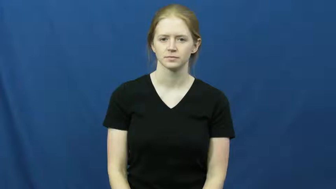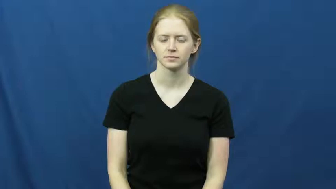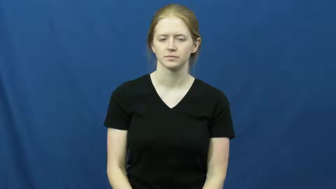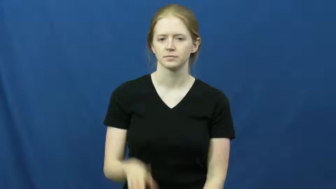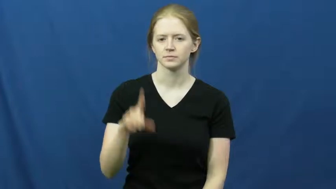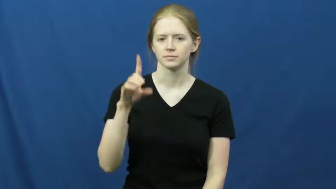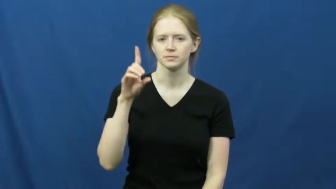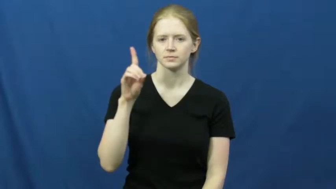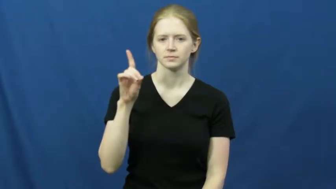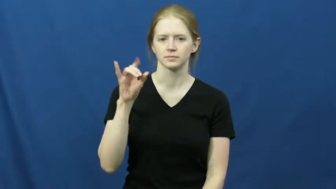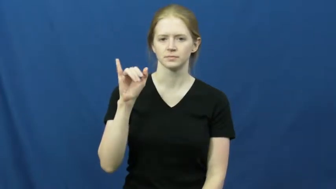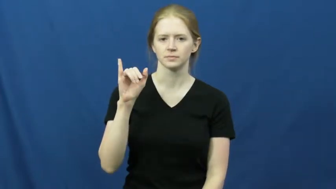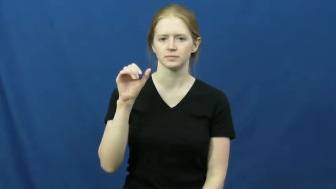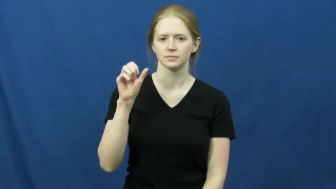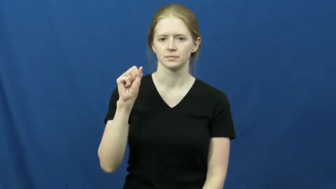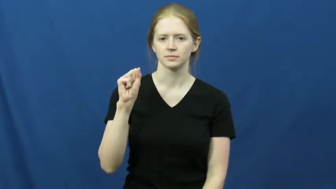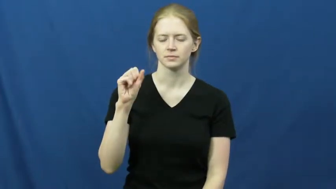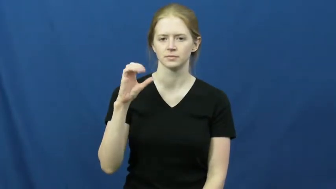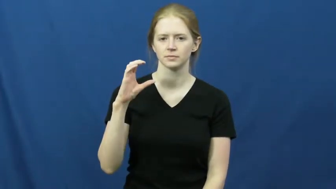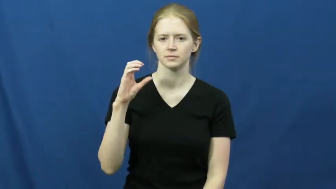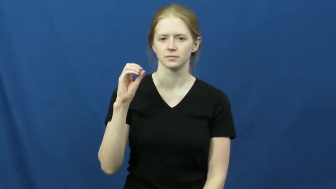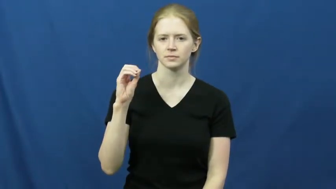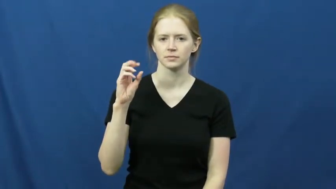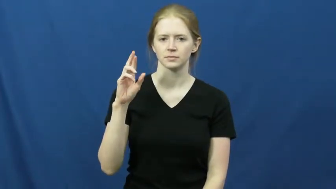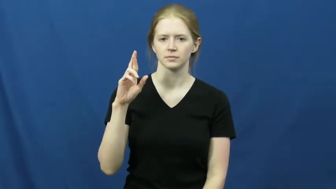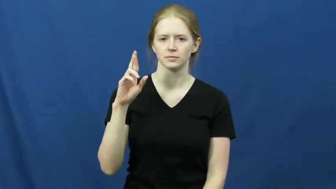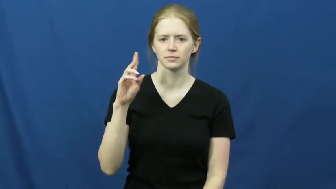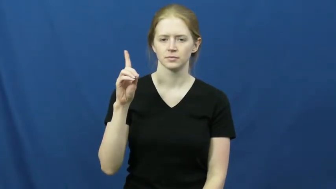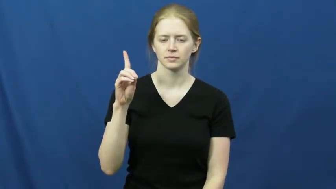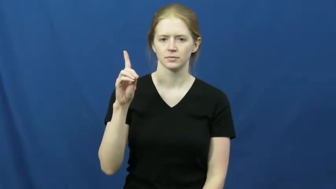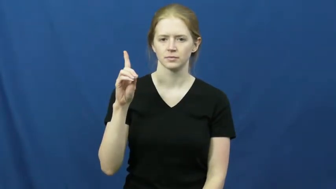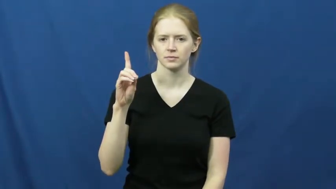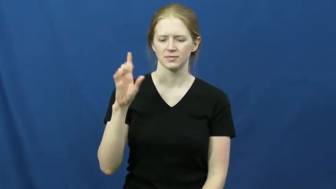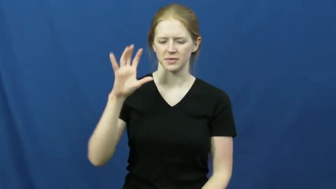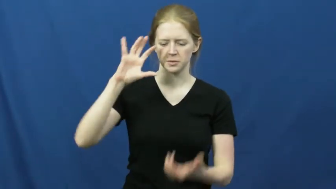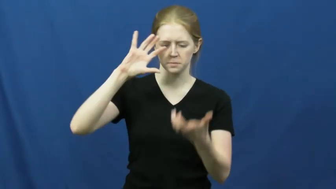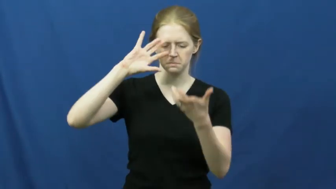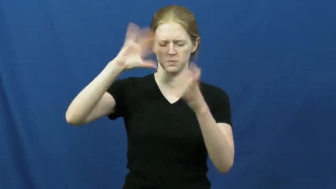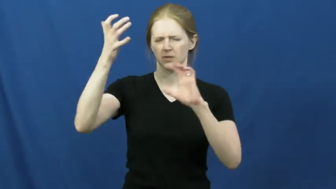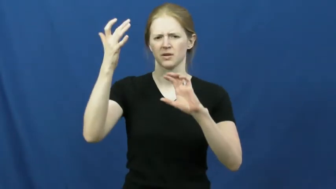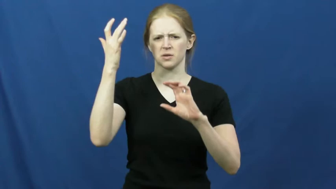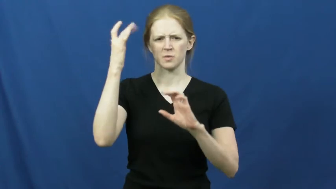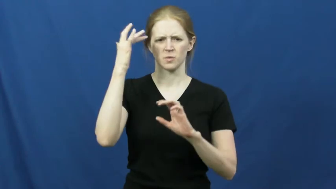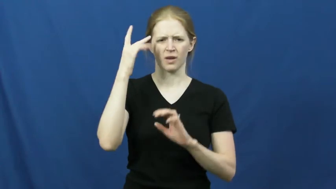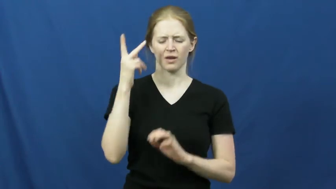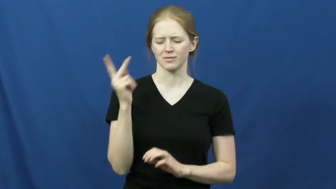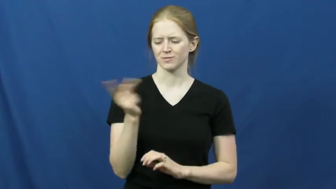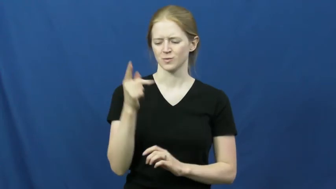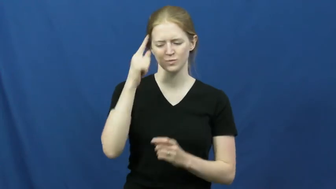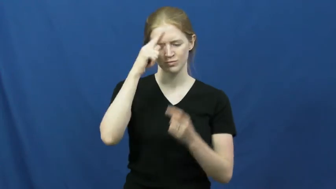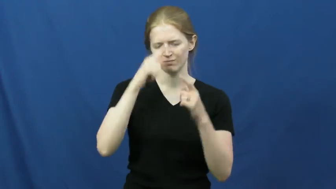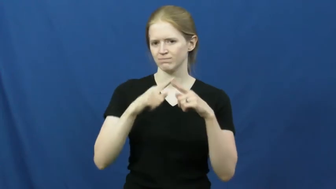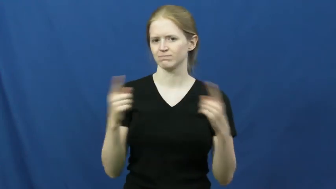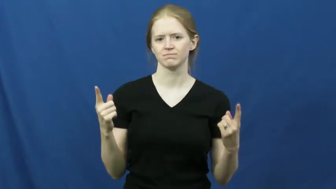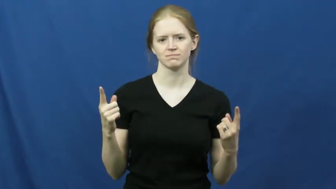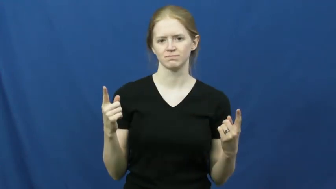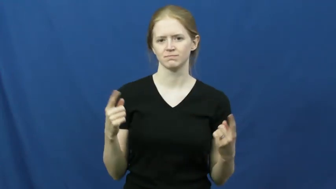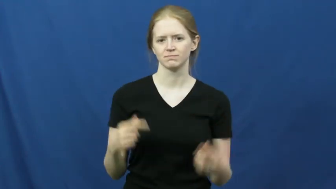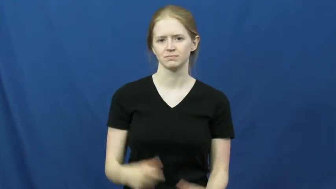discord